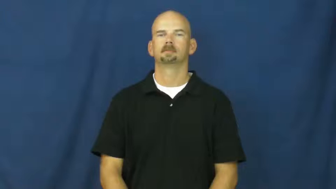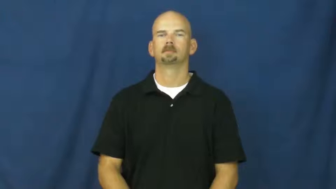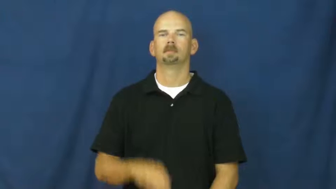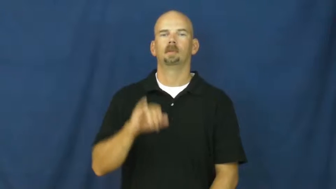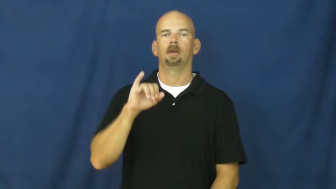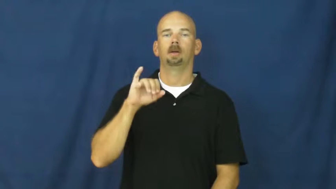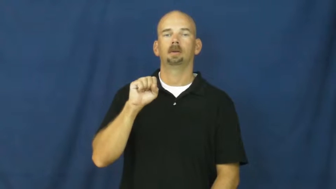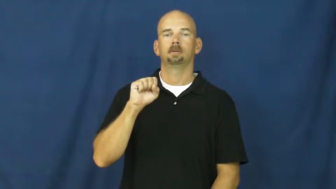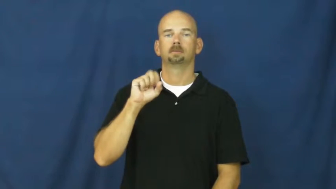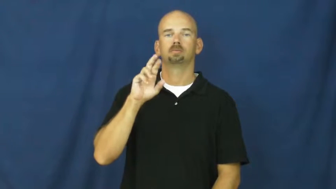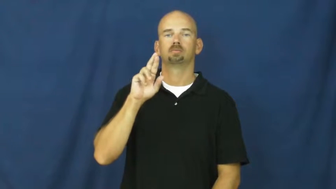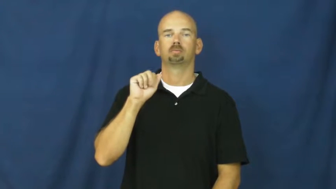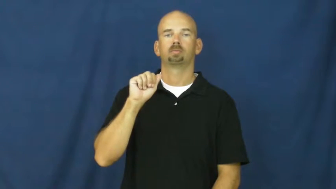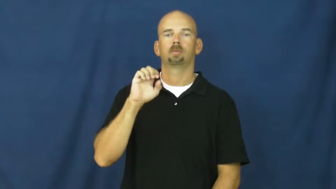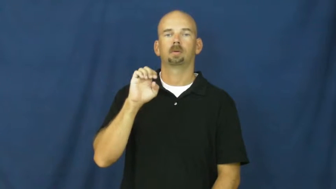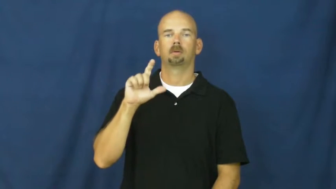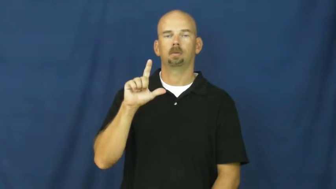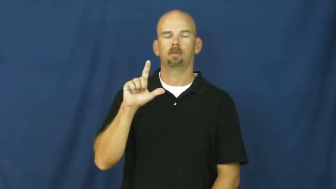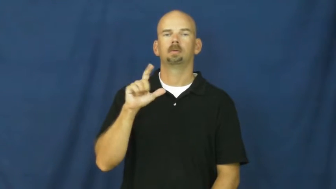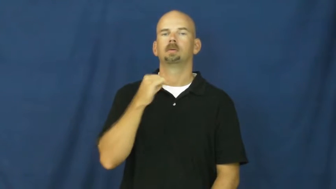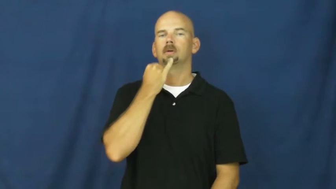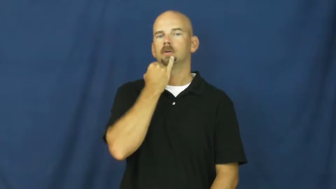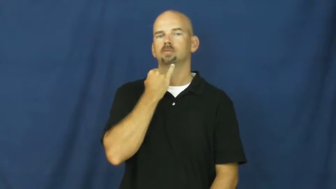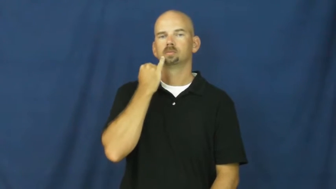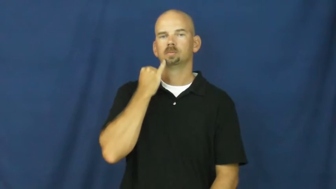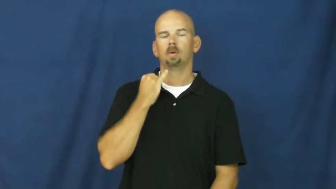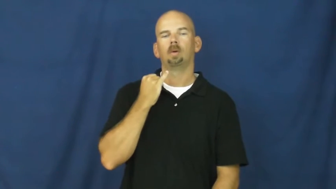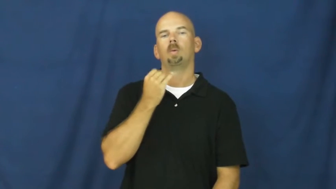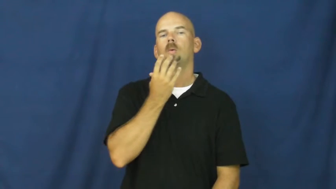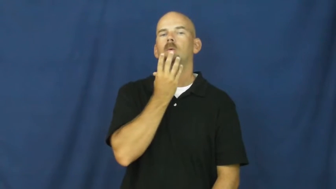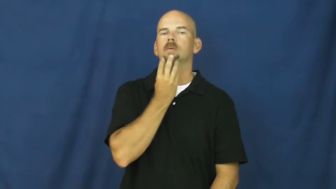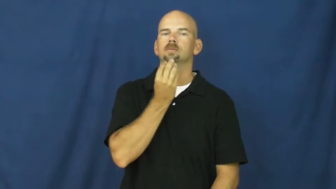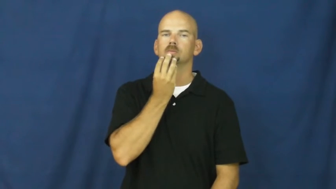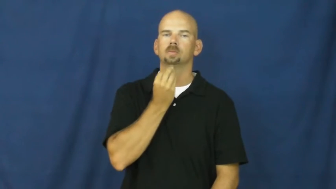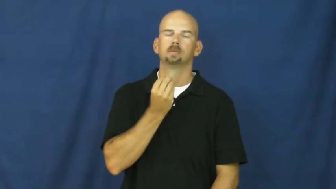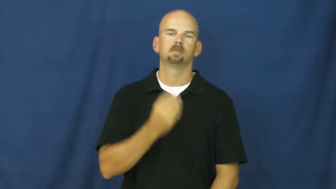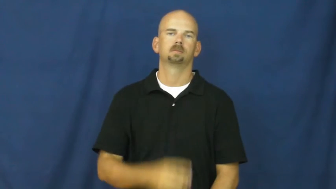israel